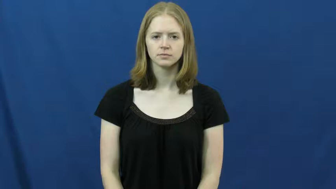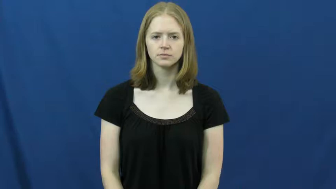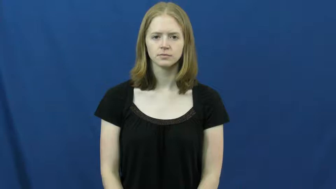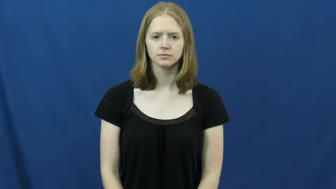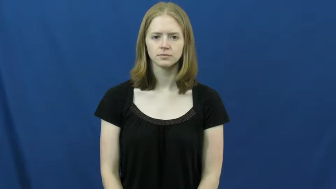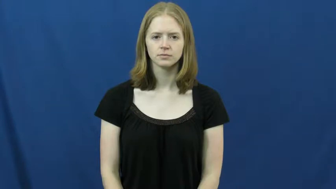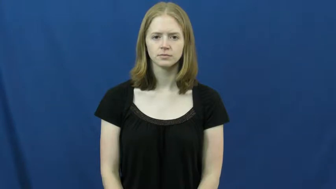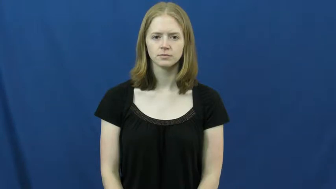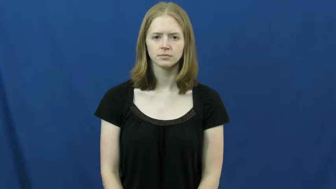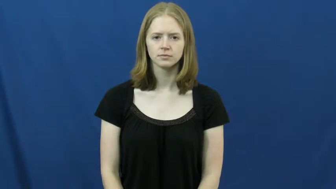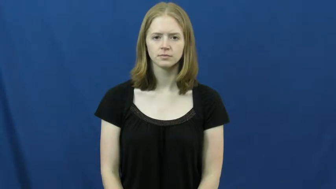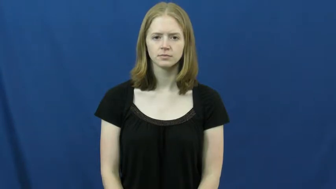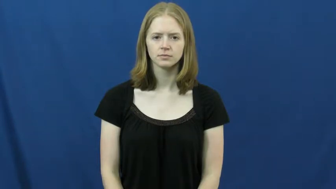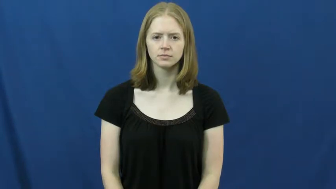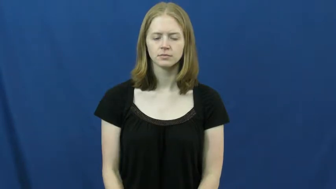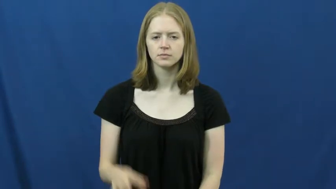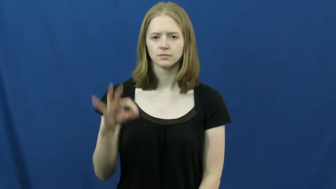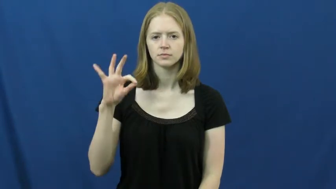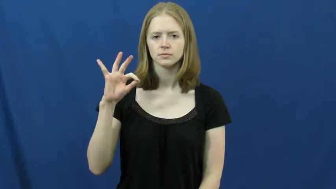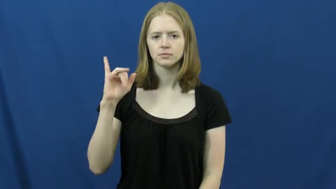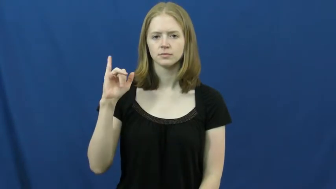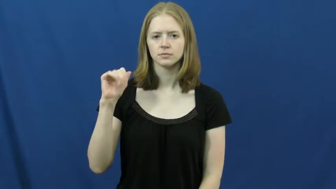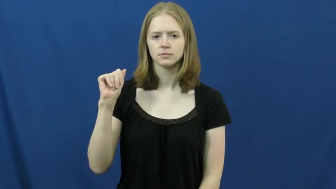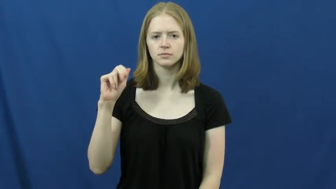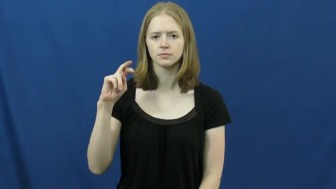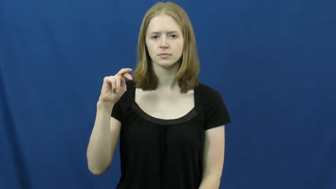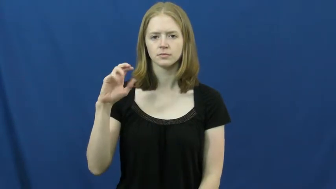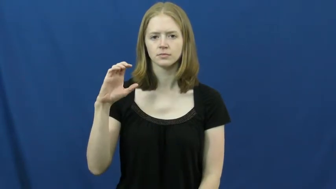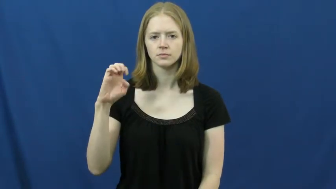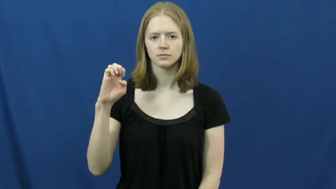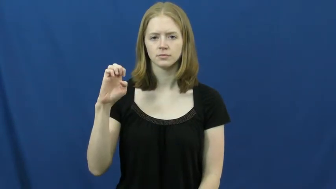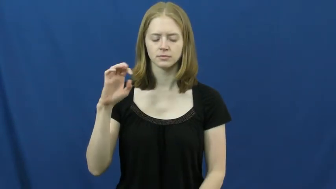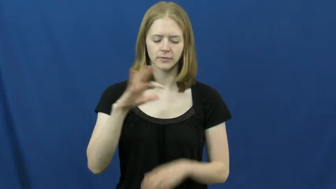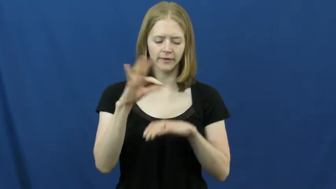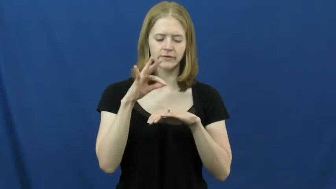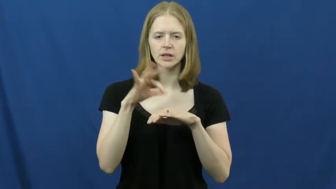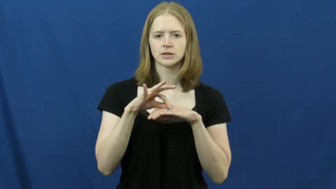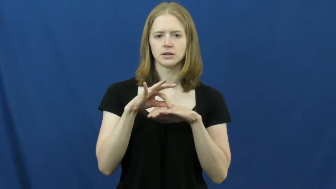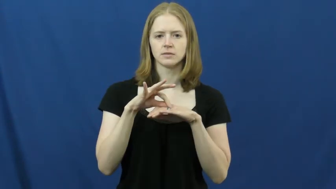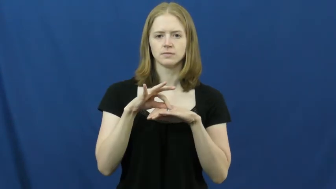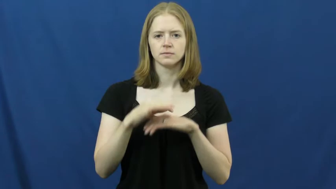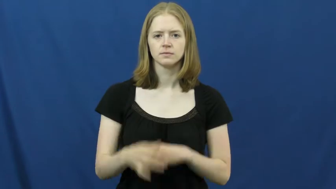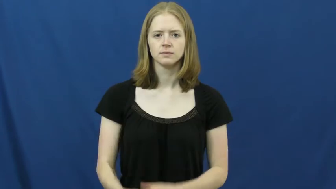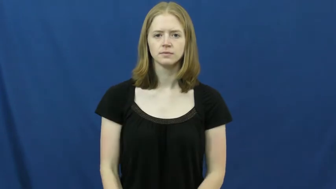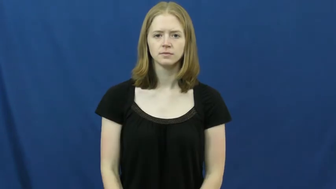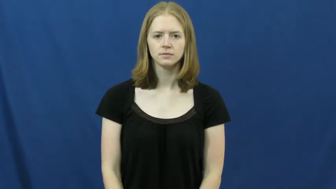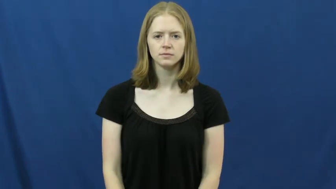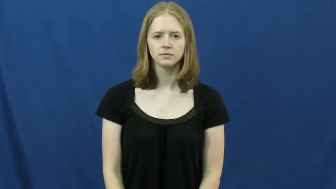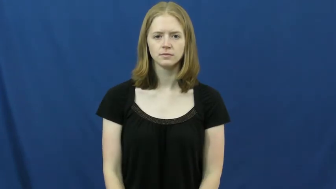fiance